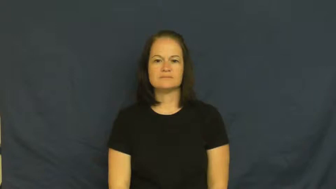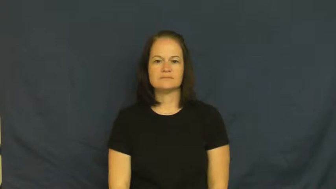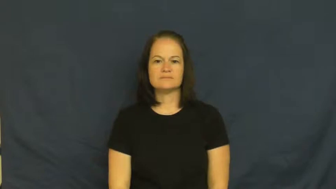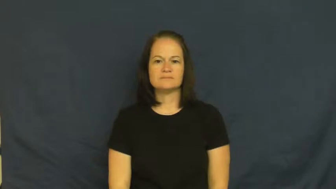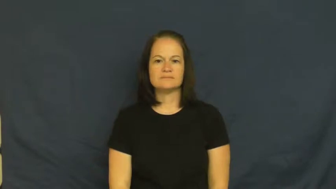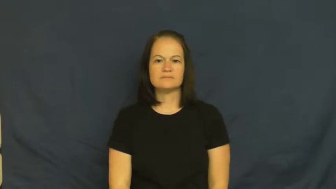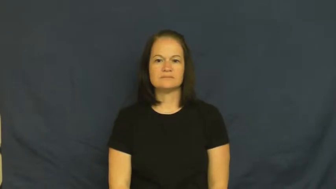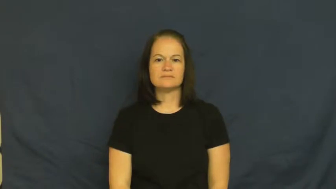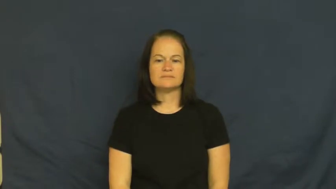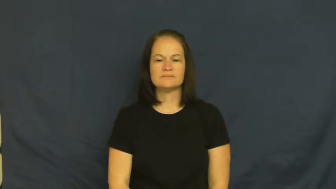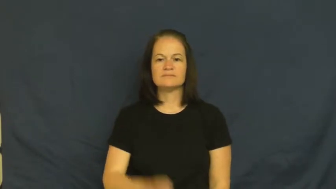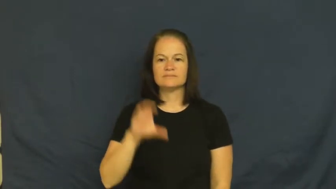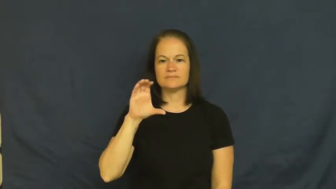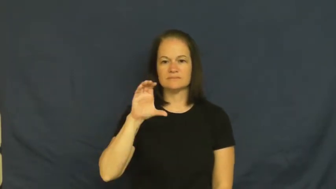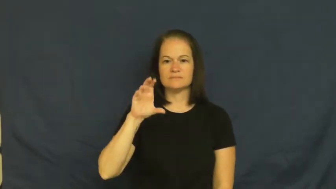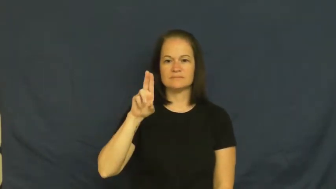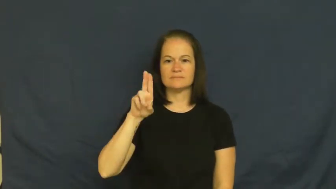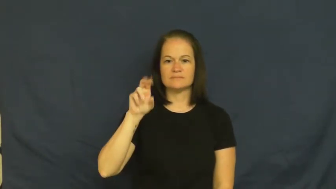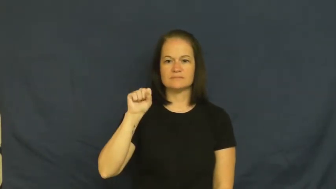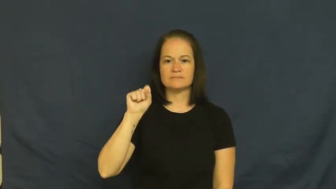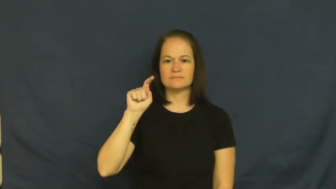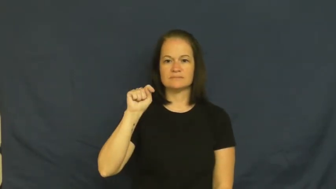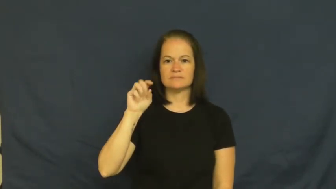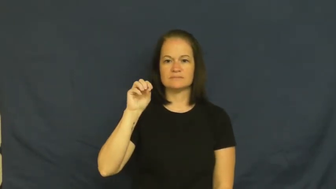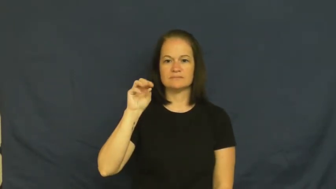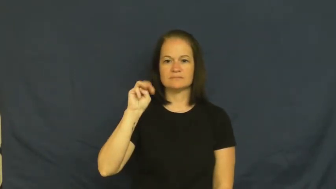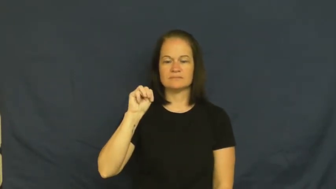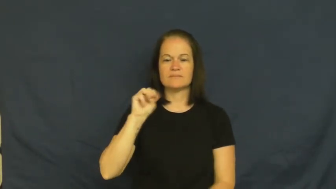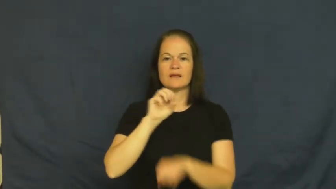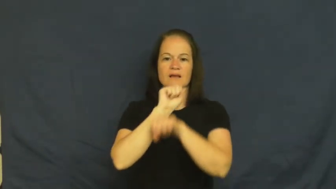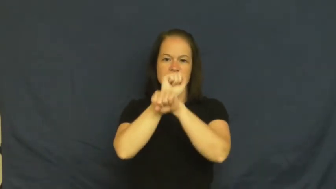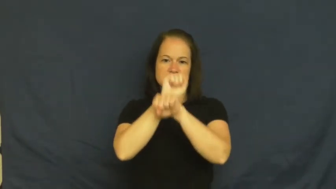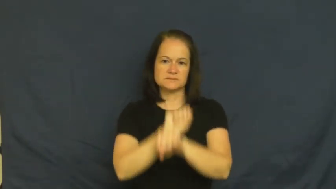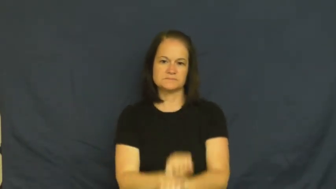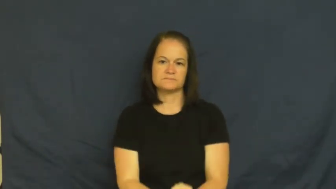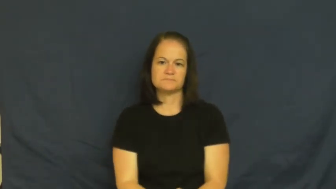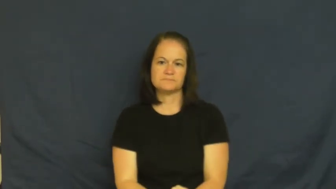custom-tradition